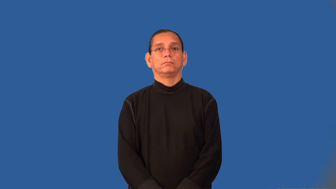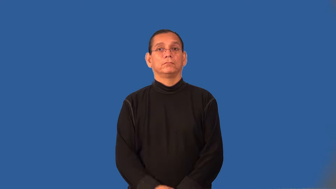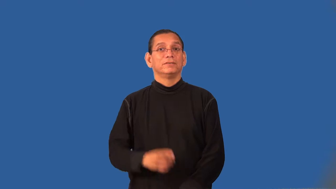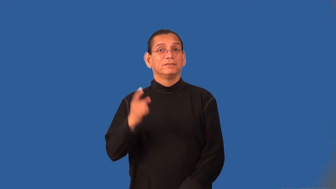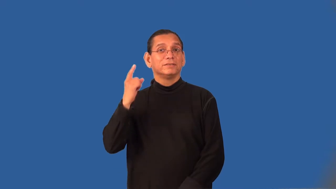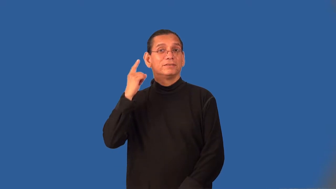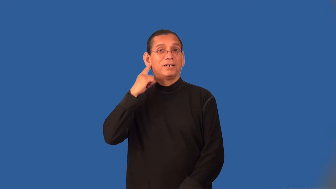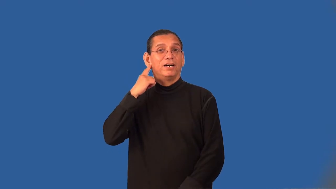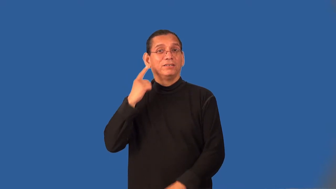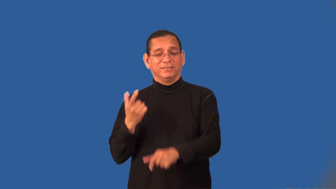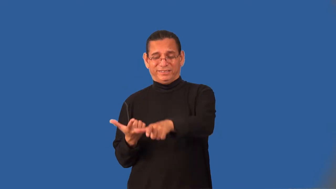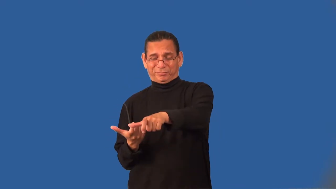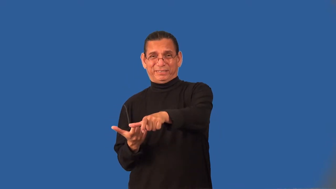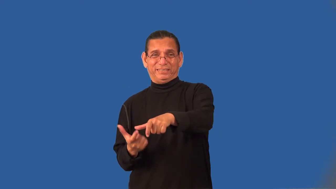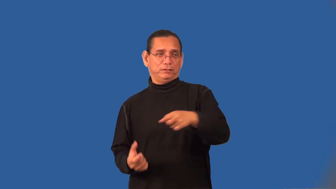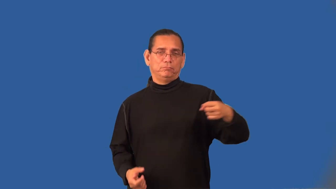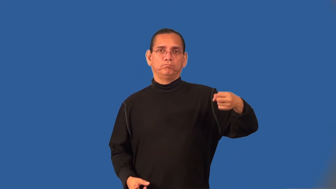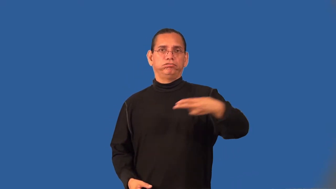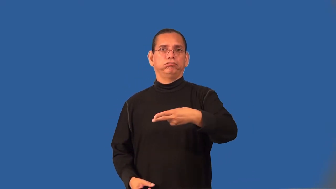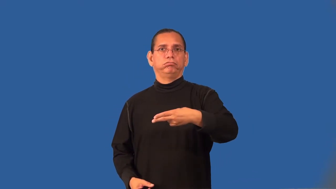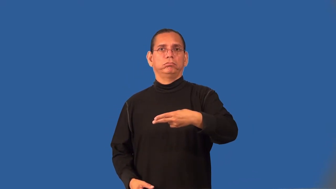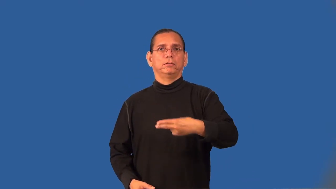supersonic